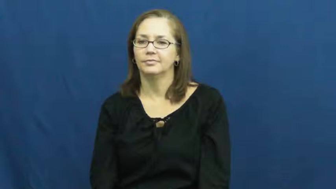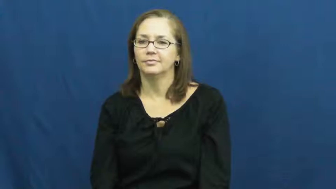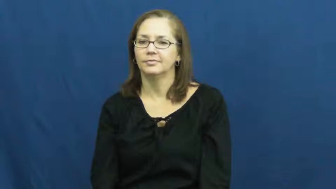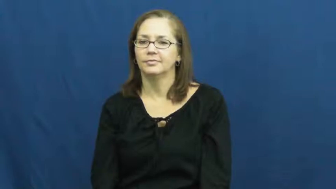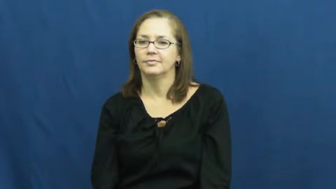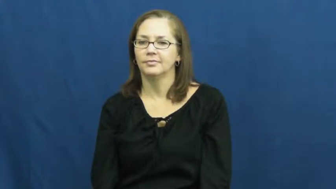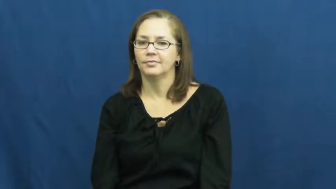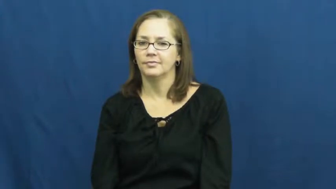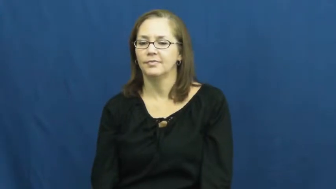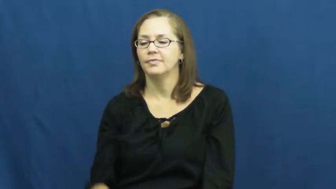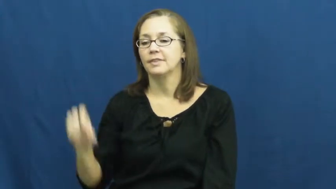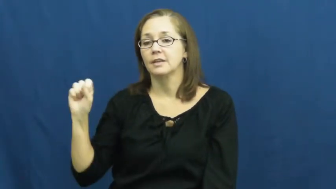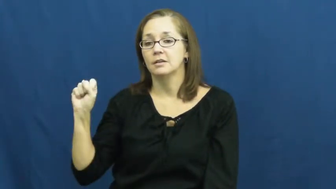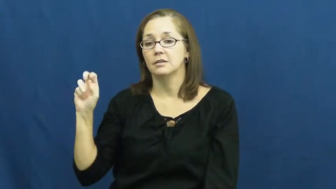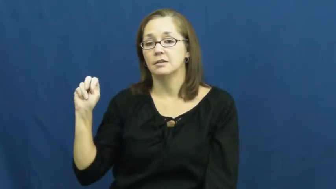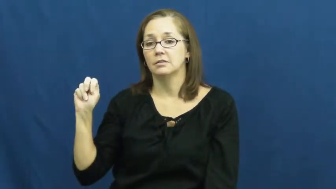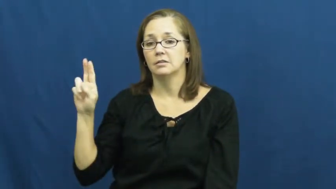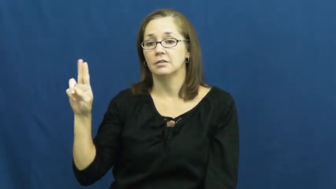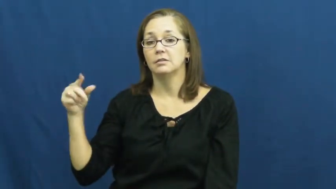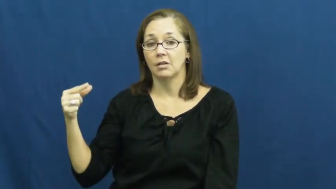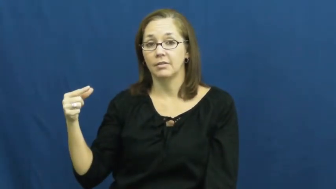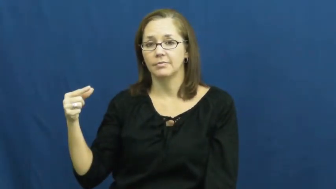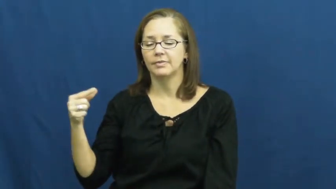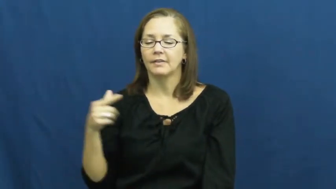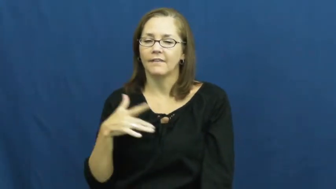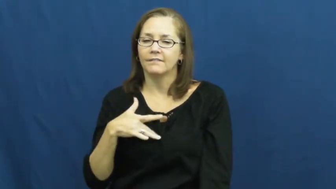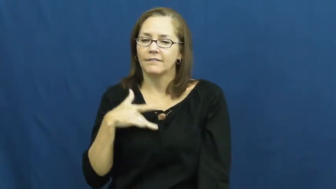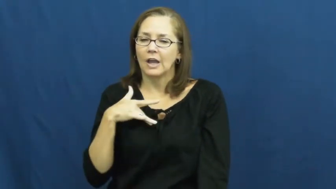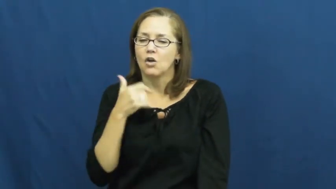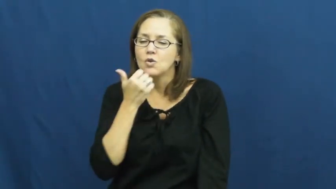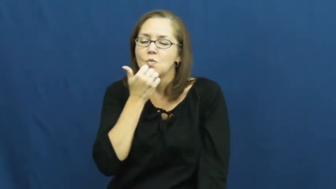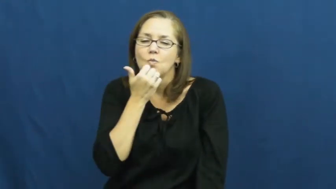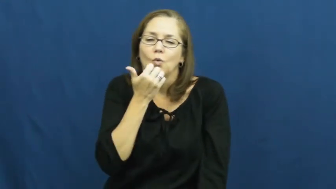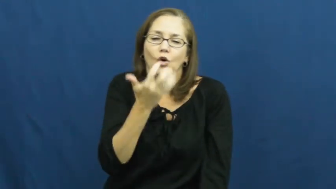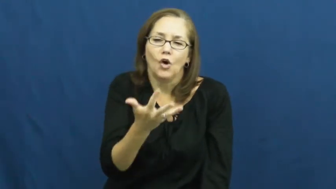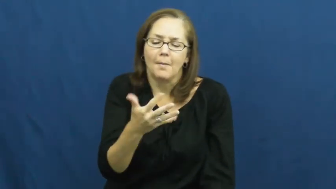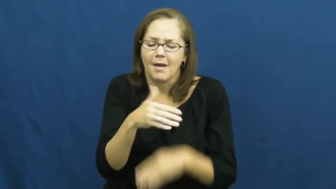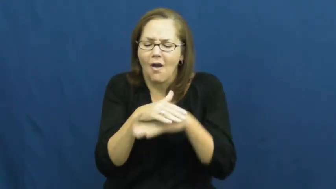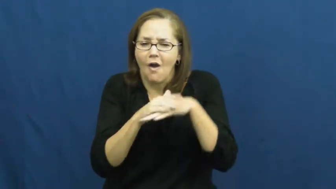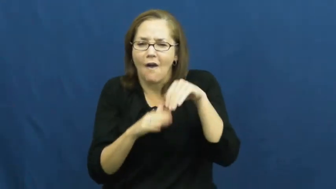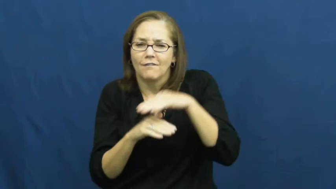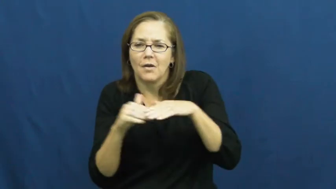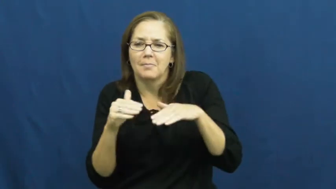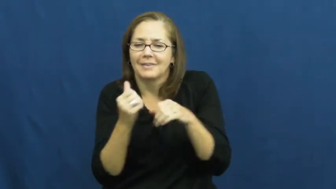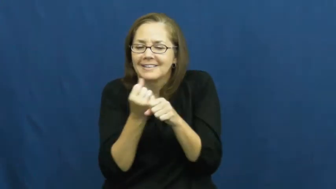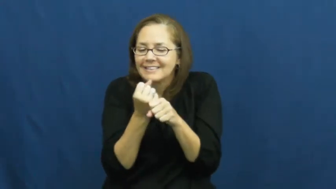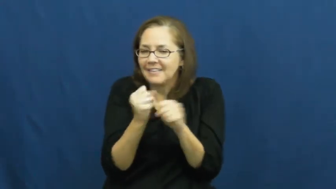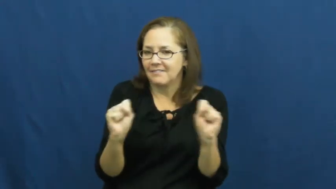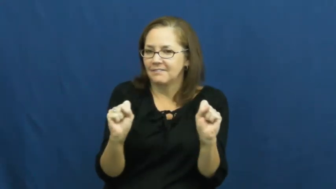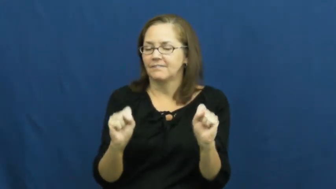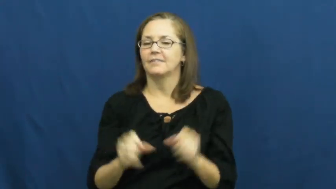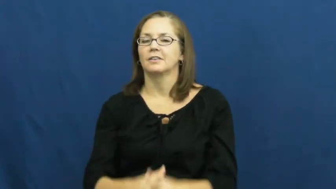snug